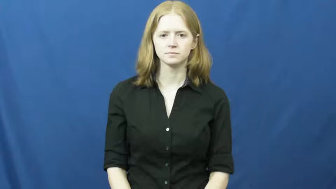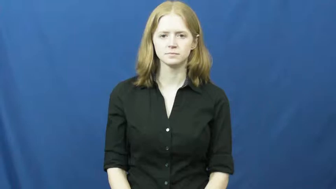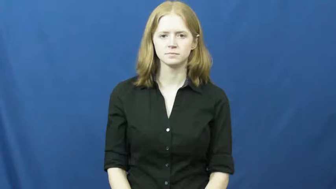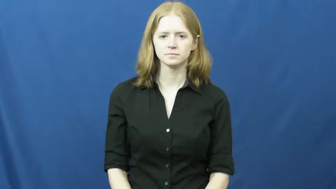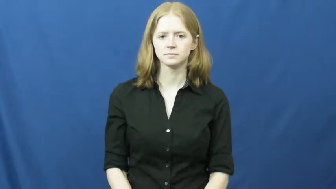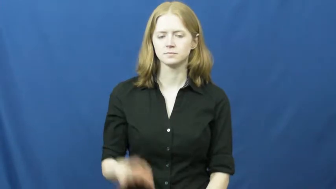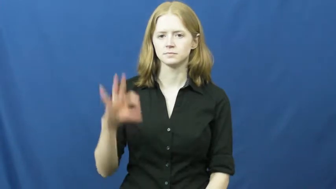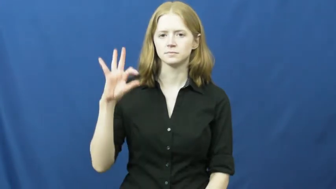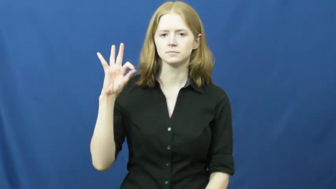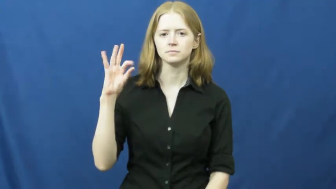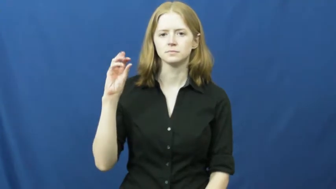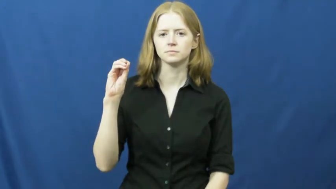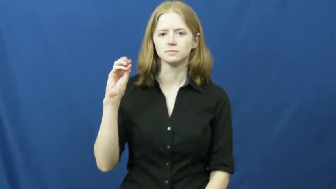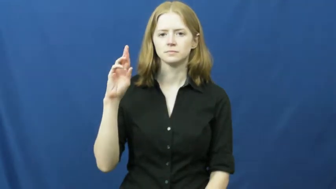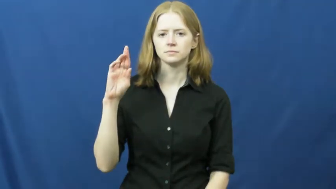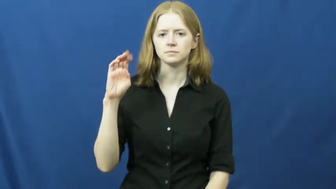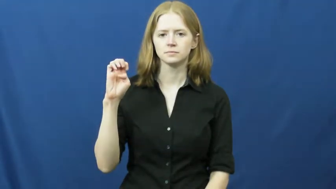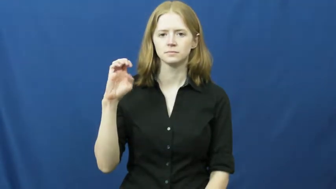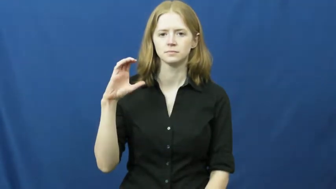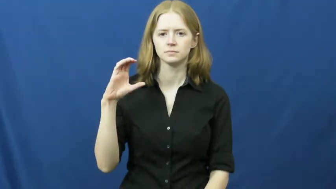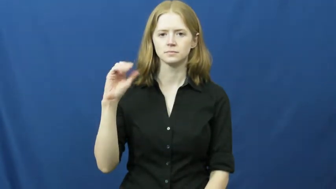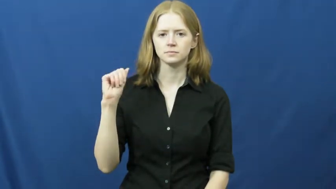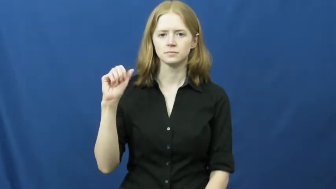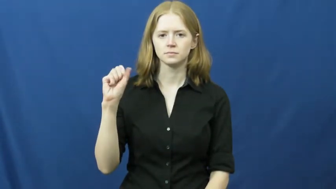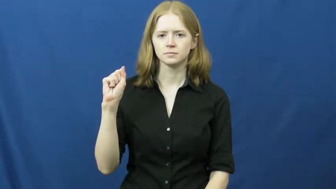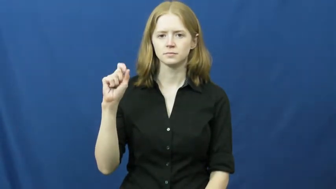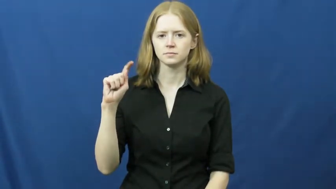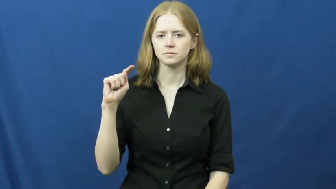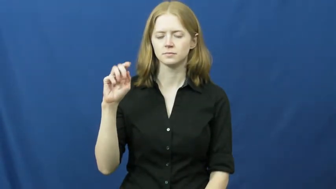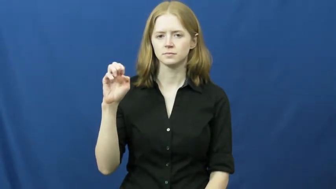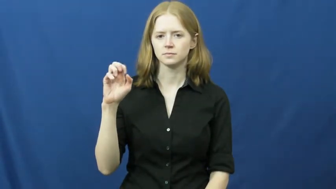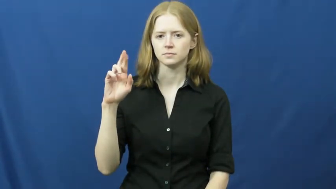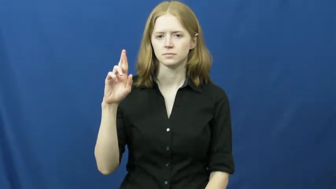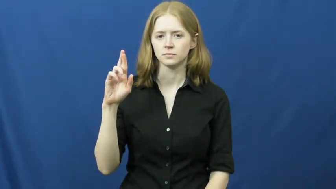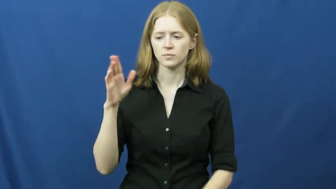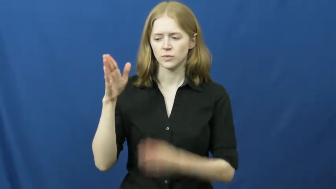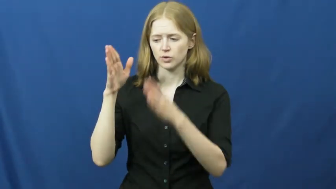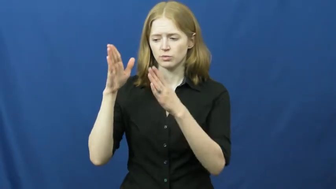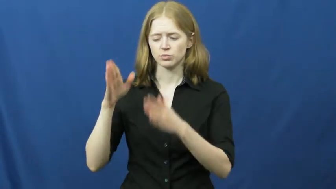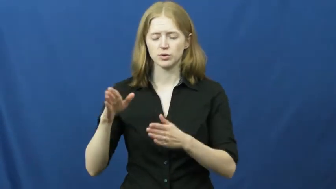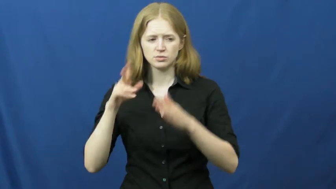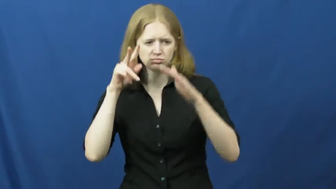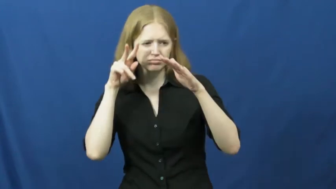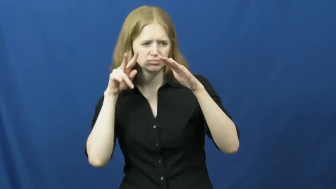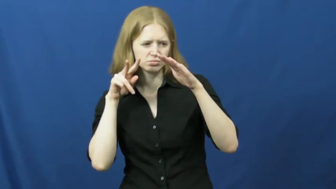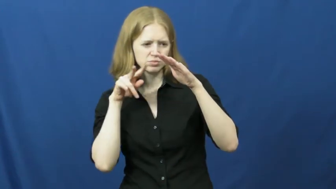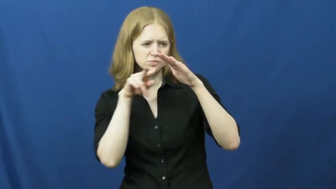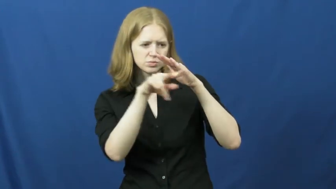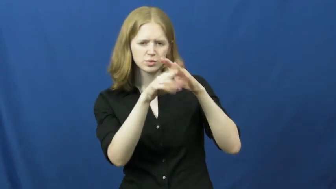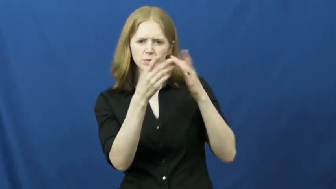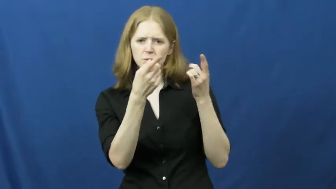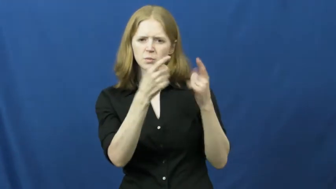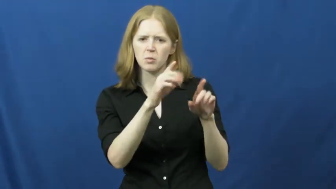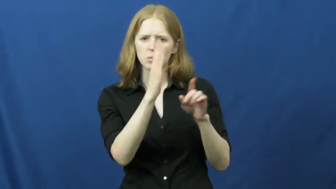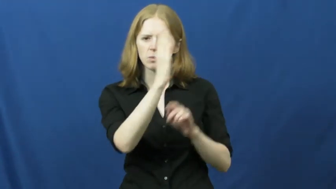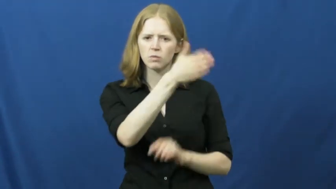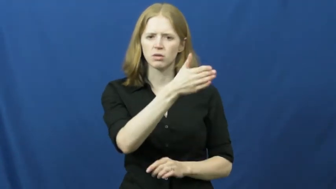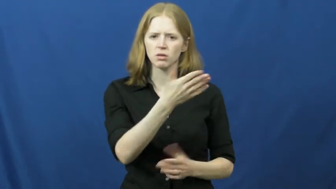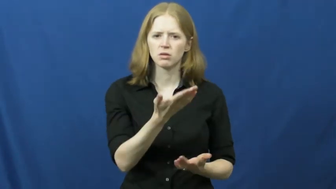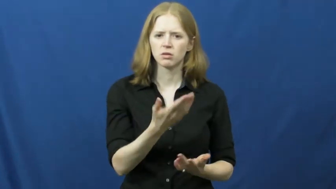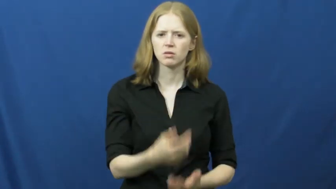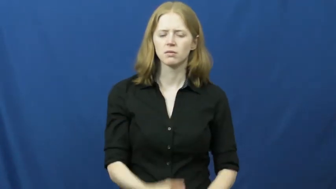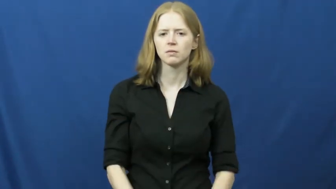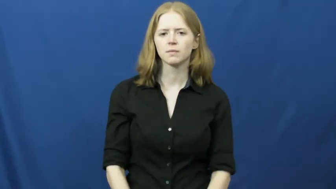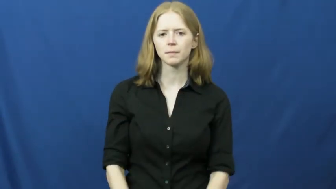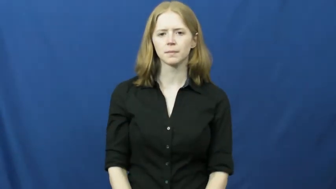forecaster